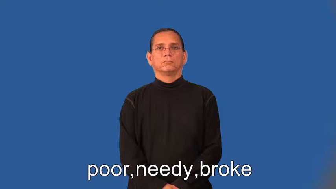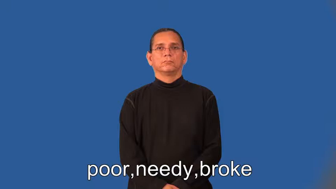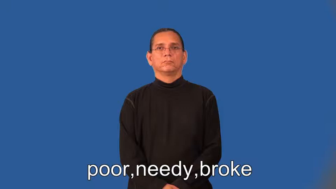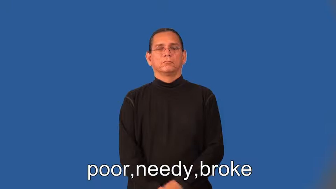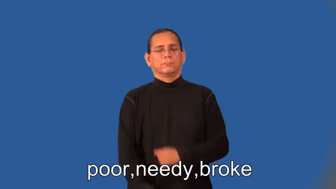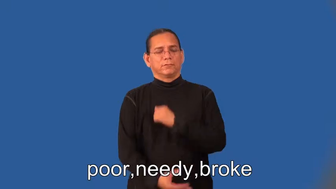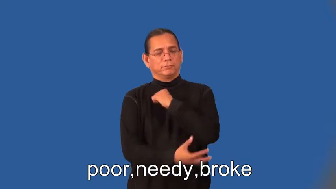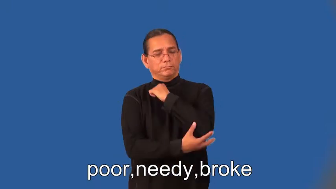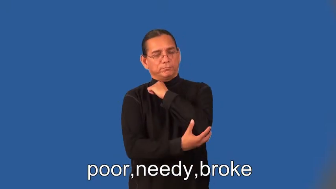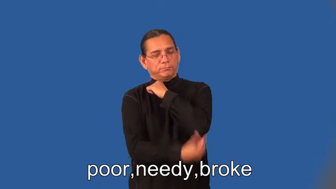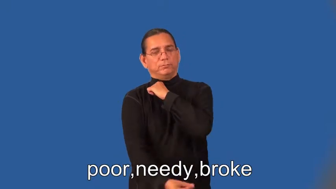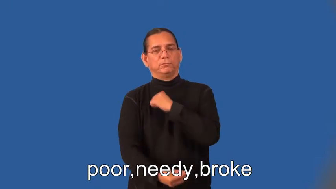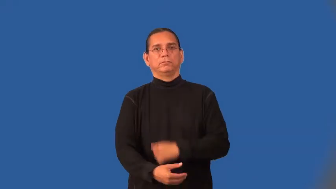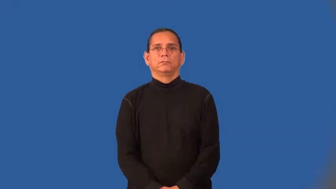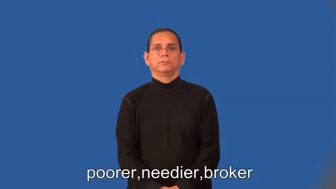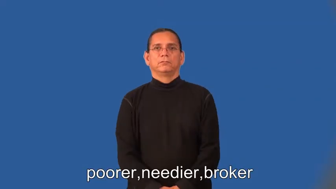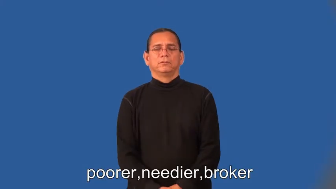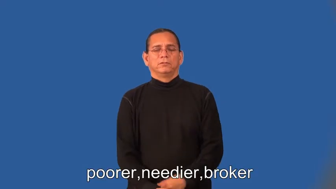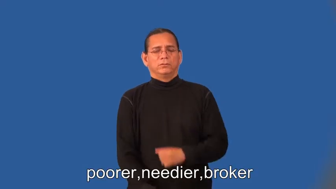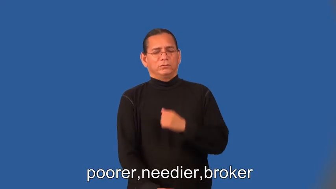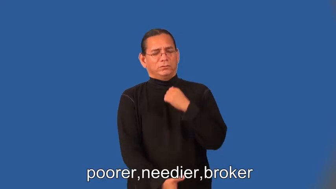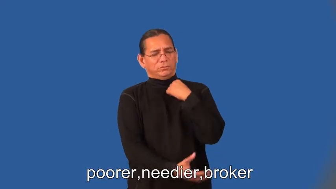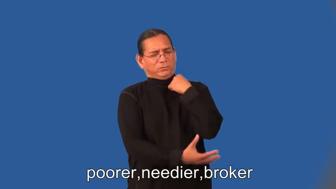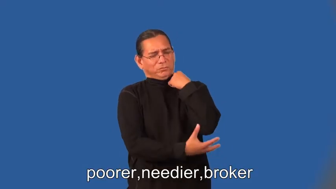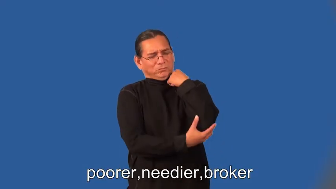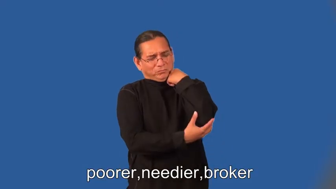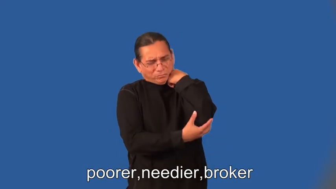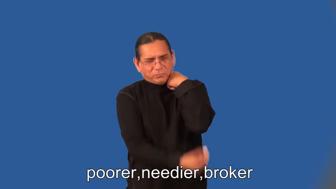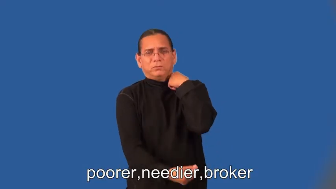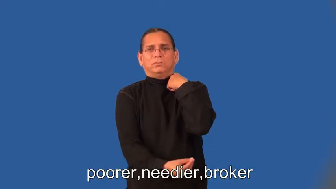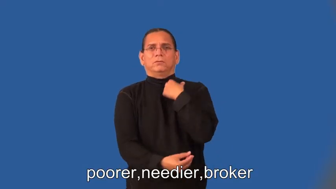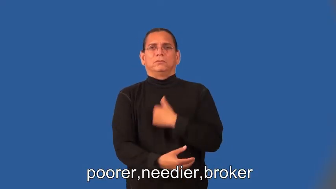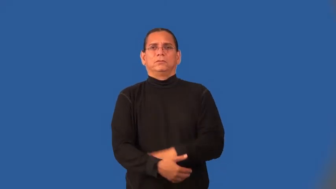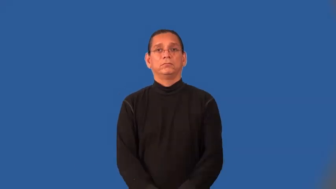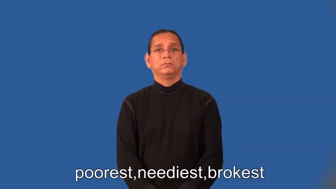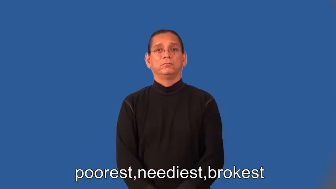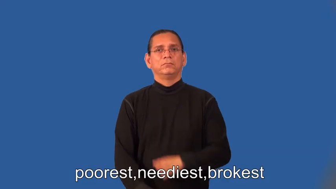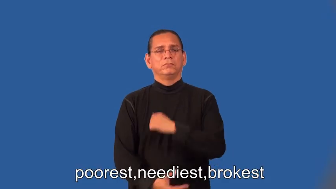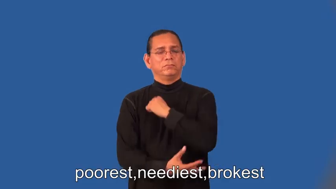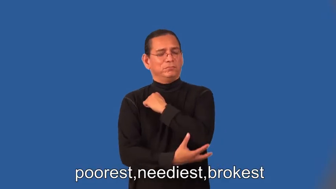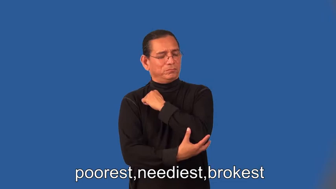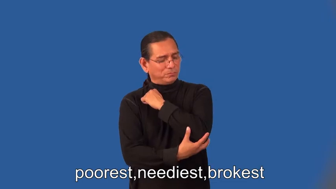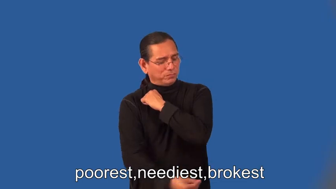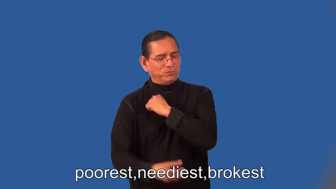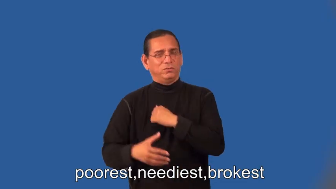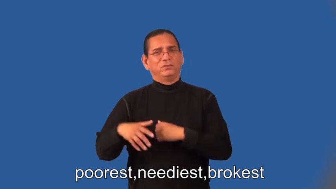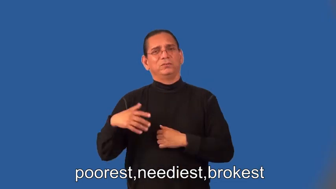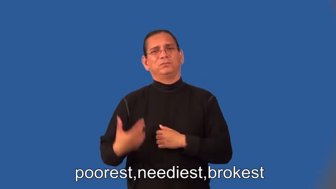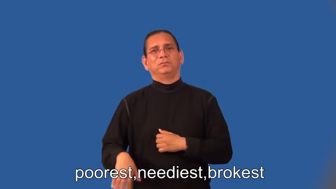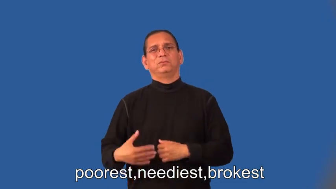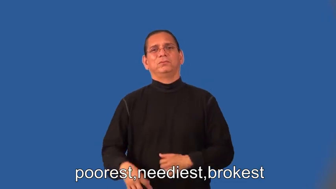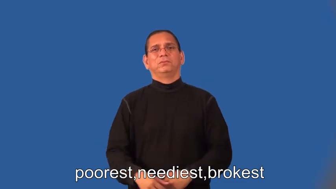poorer,needier,broker,poorest,neediest,brokest